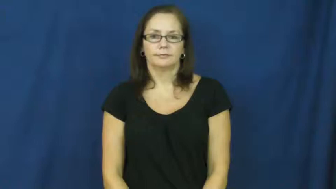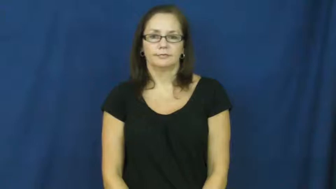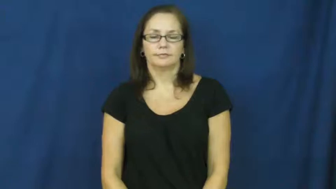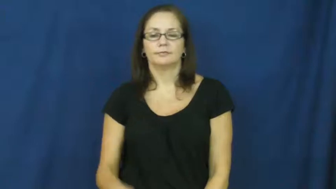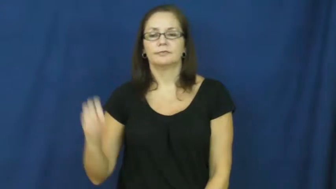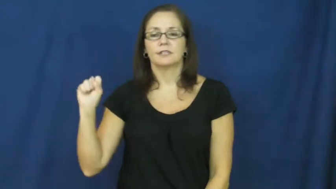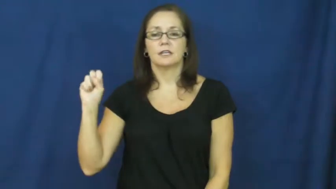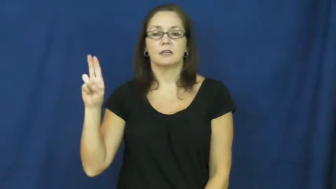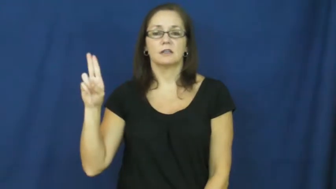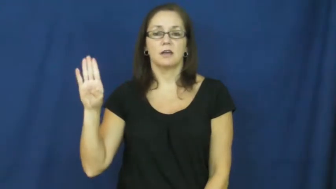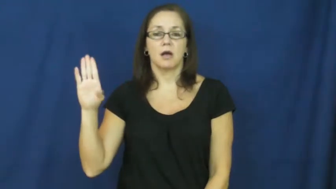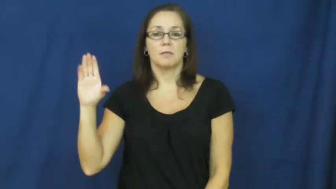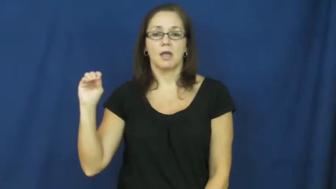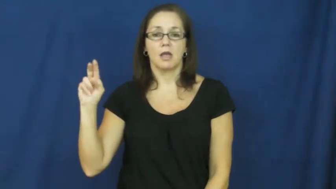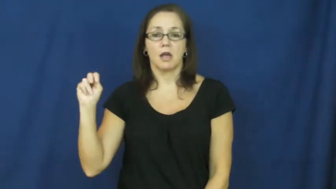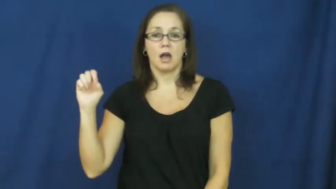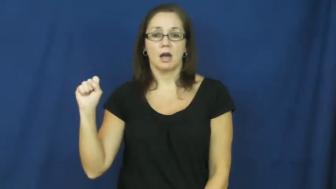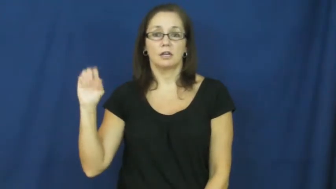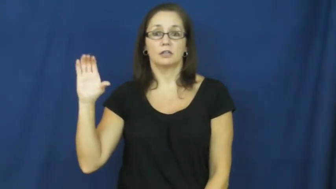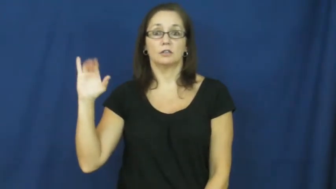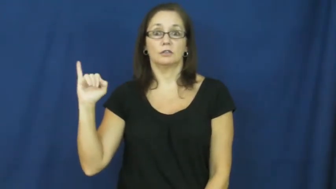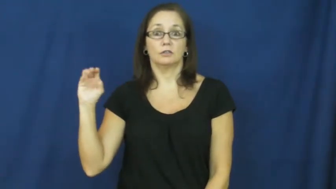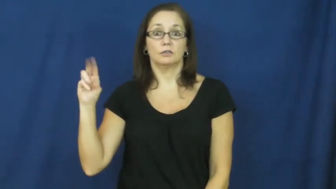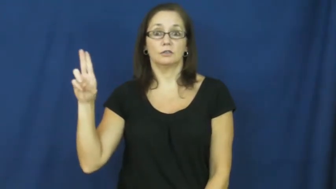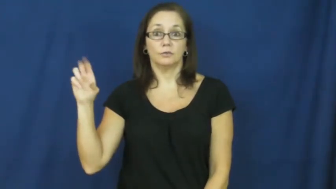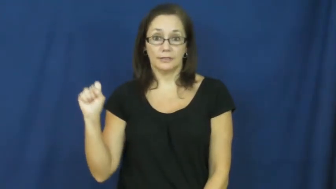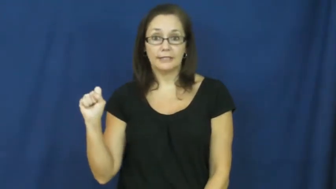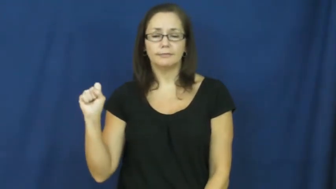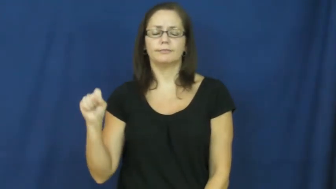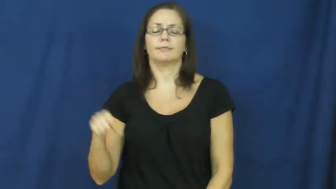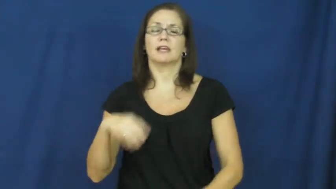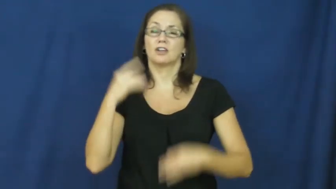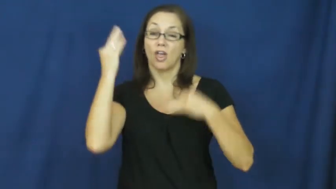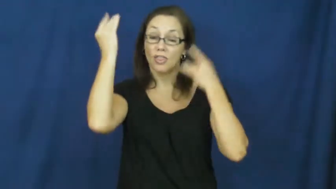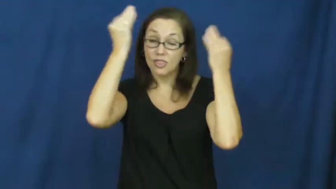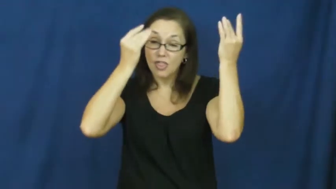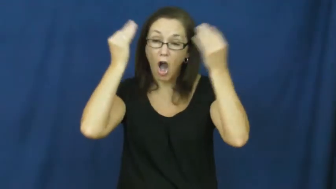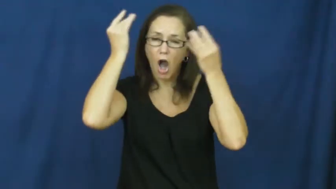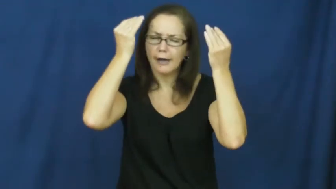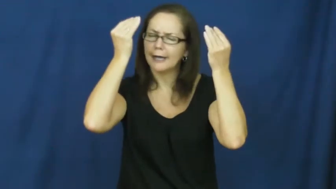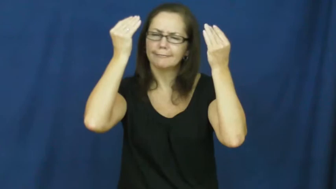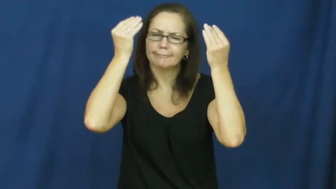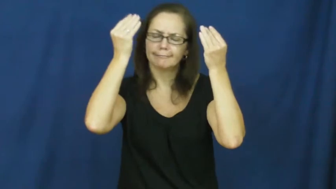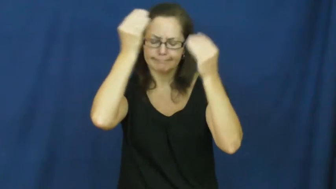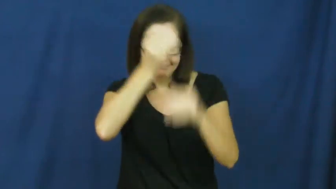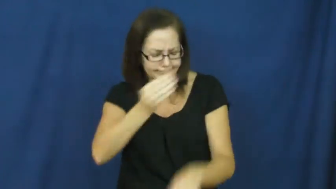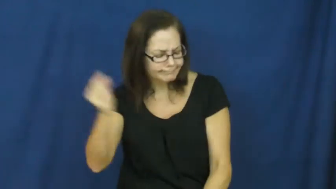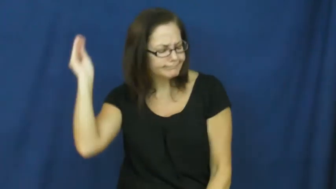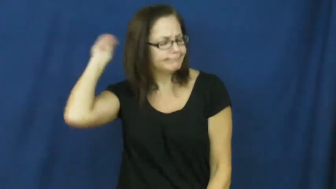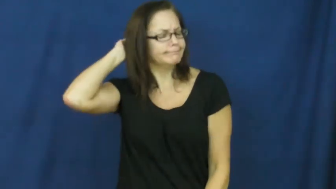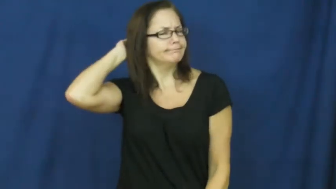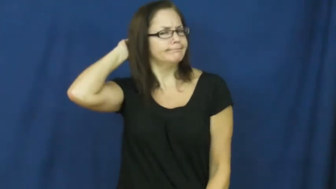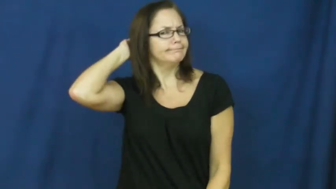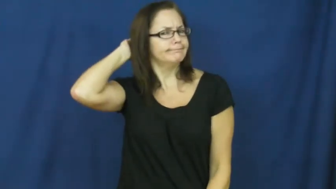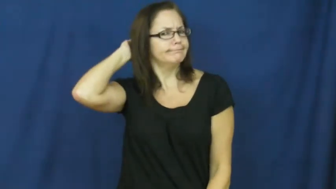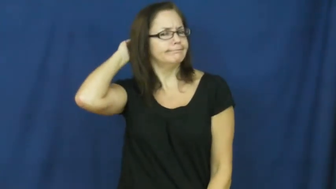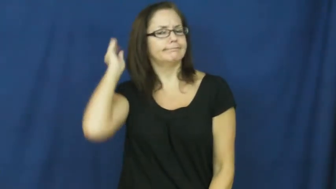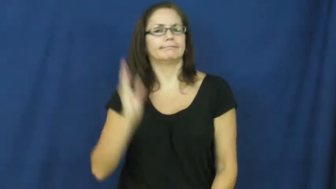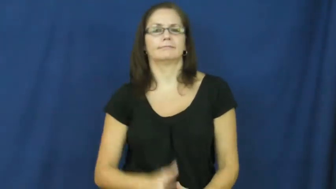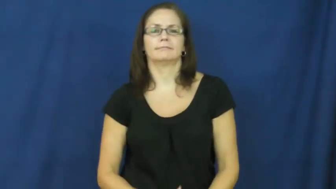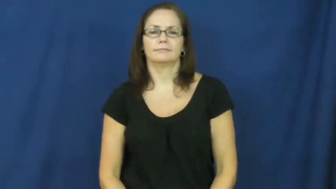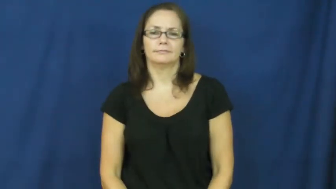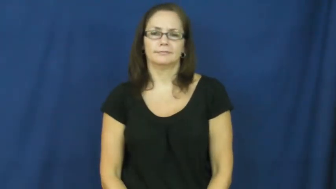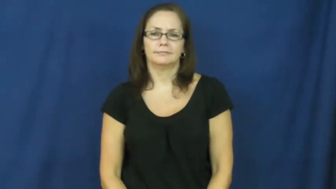subconscious,id